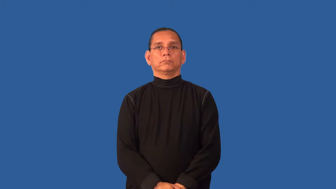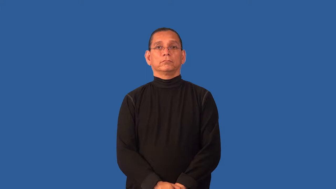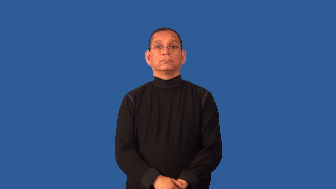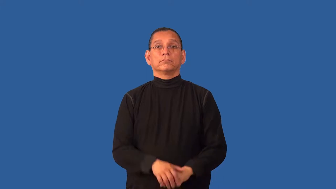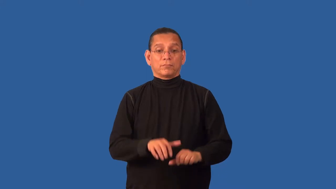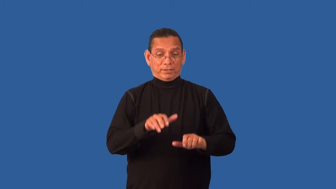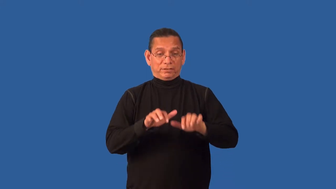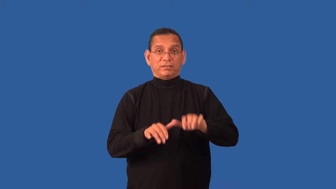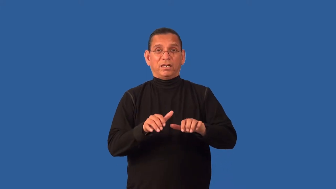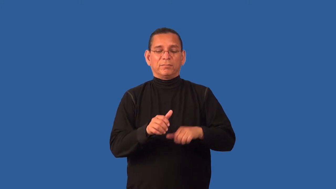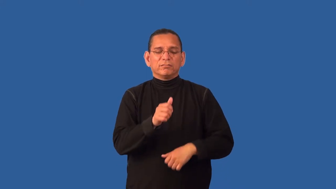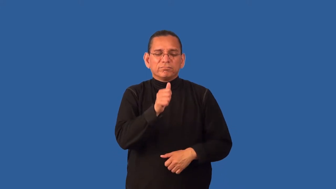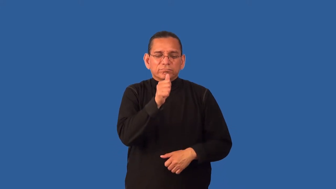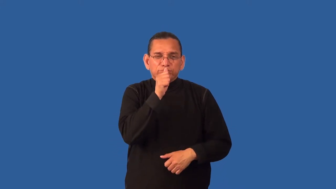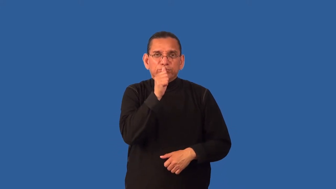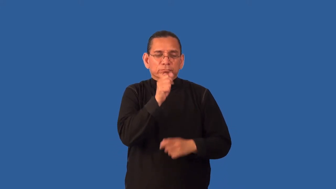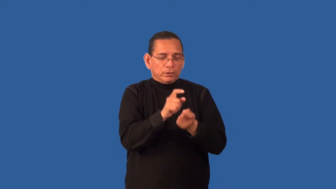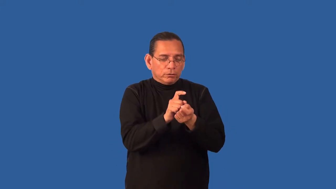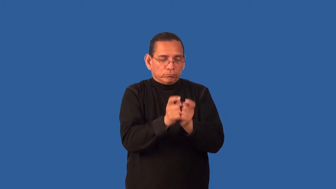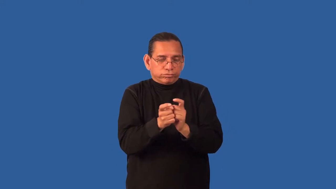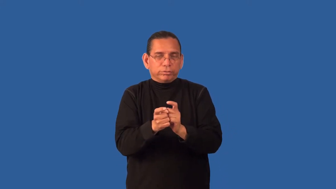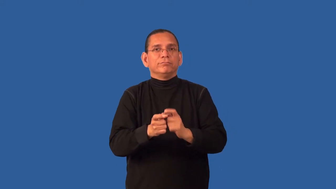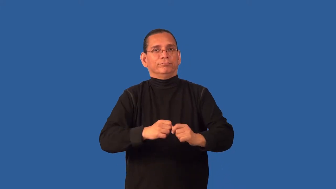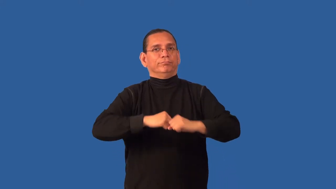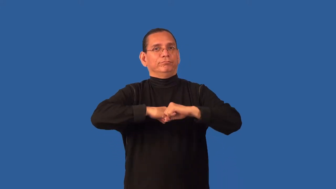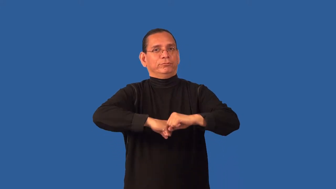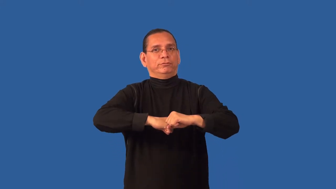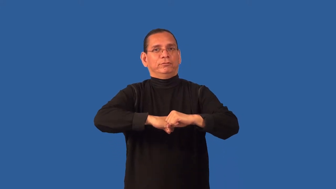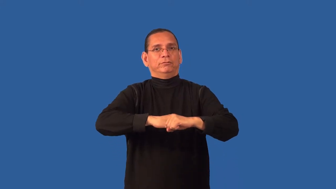cryptograph